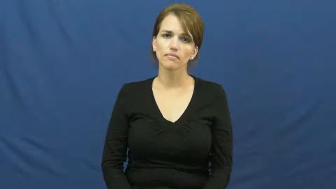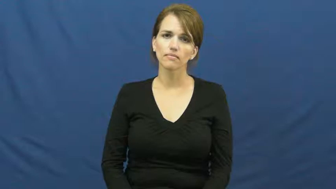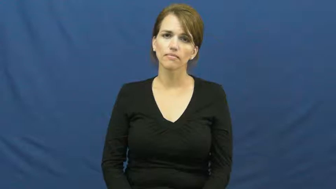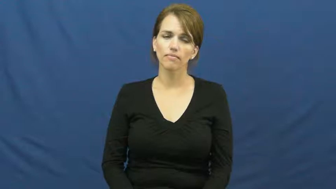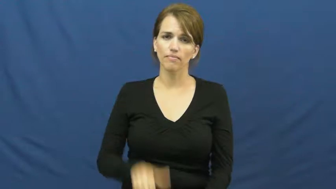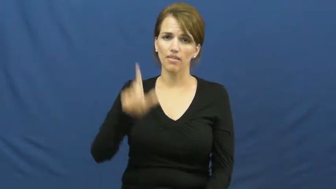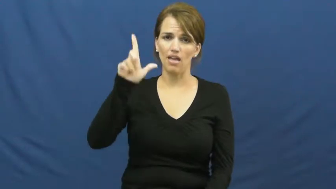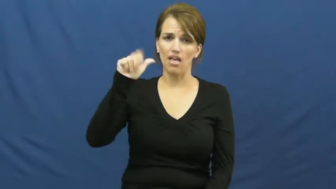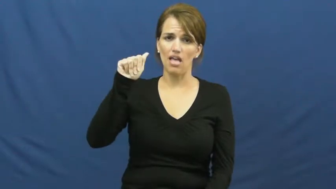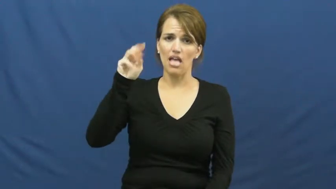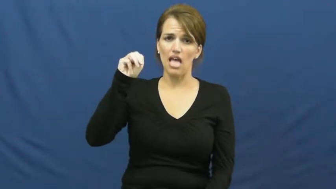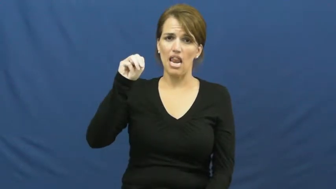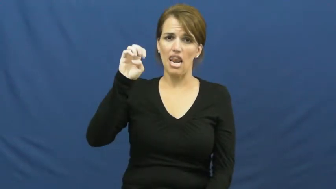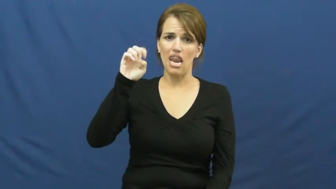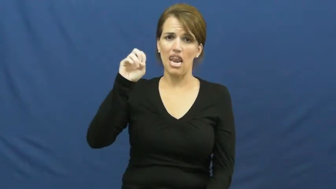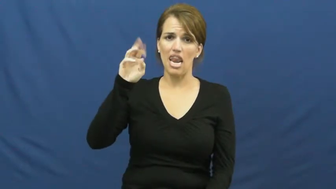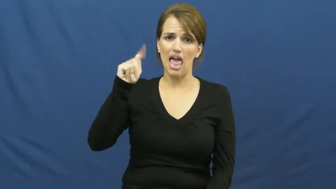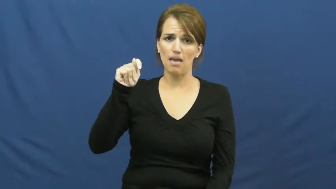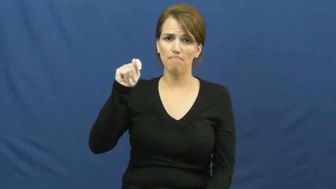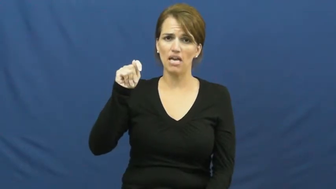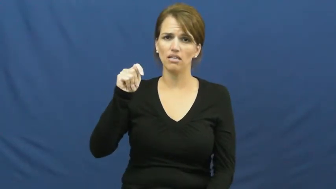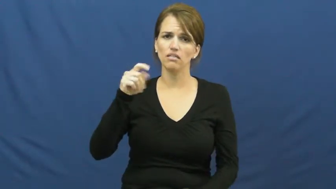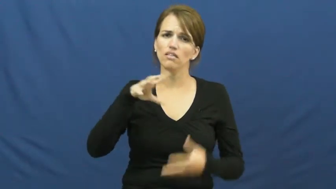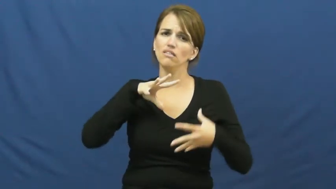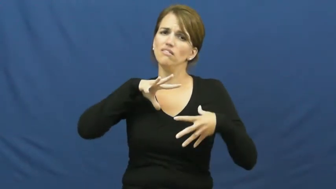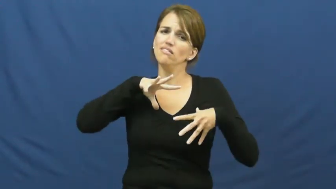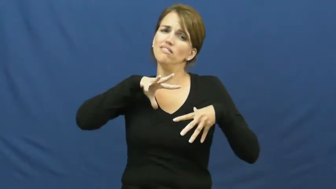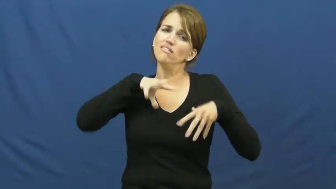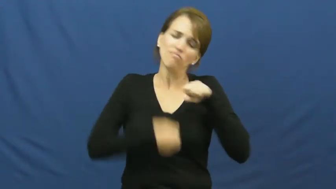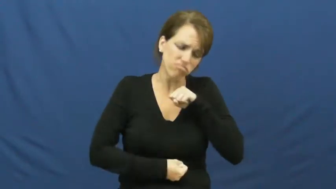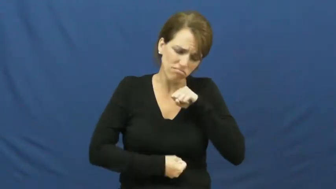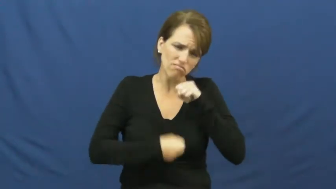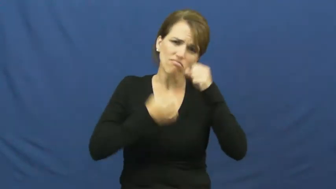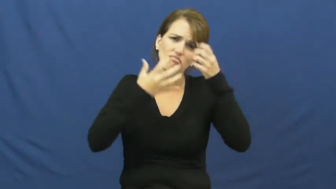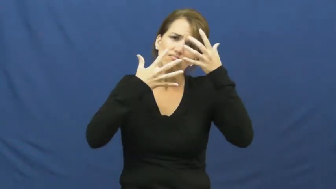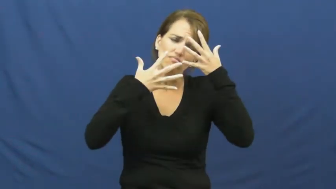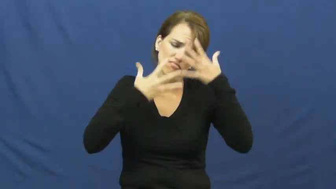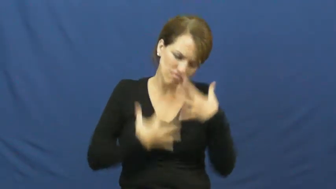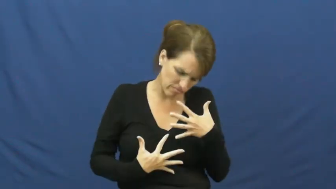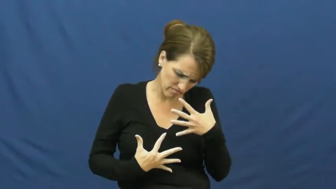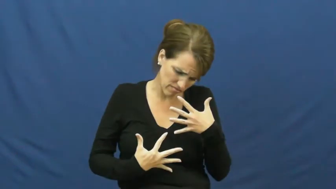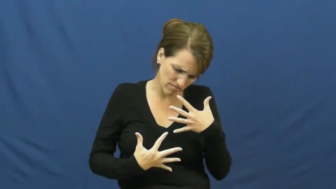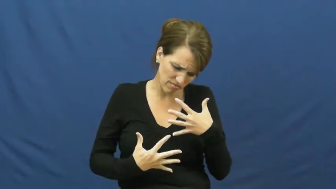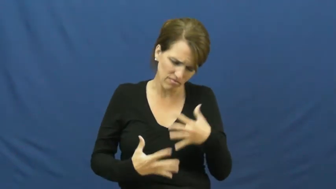lament